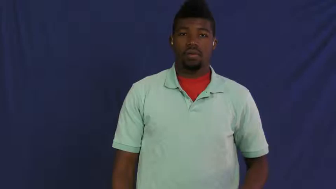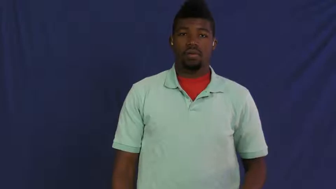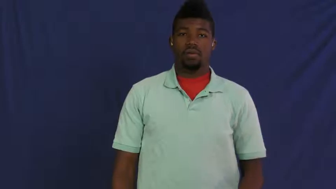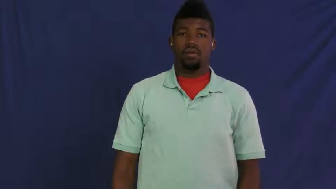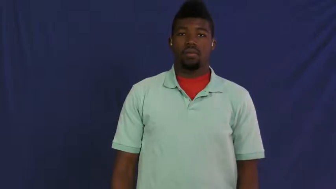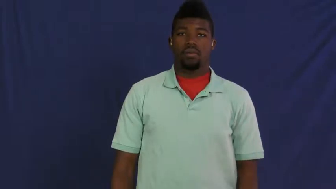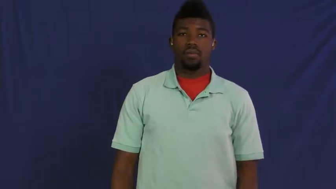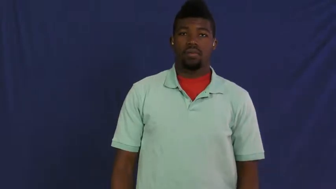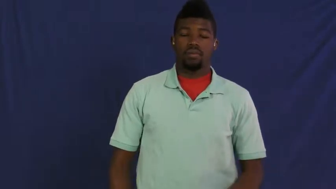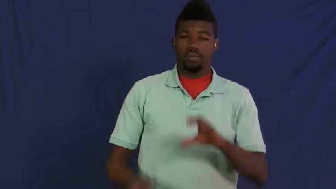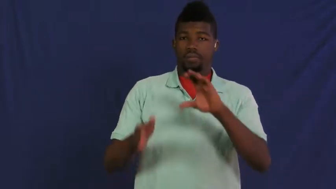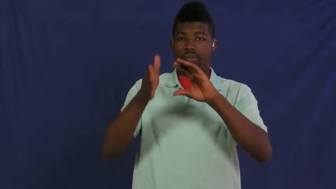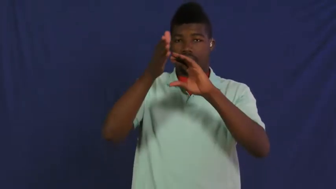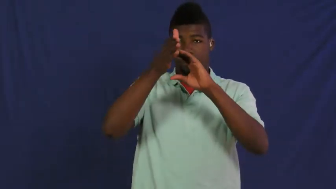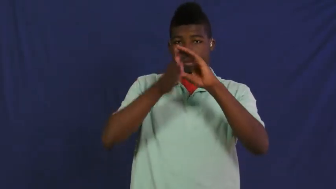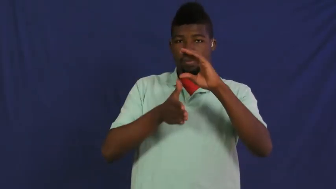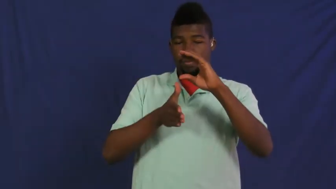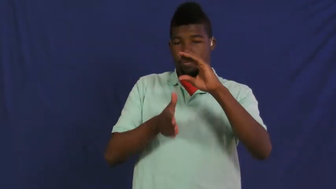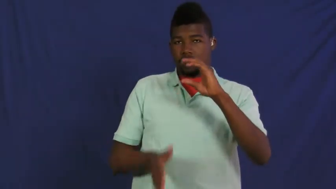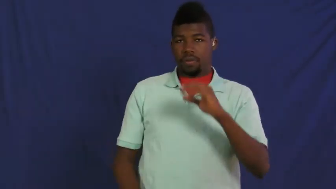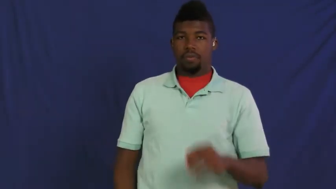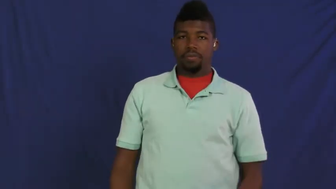semicircle